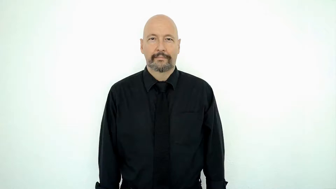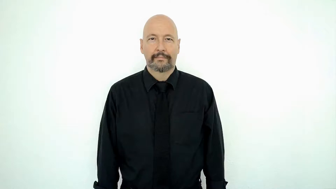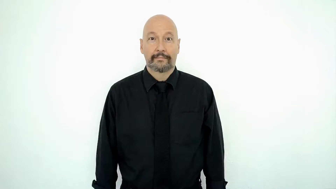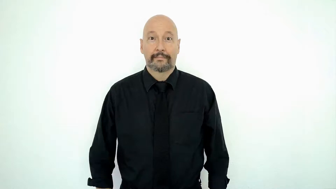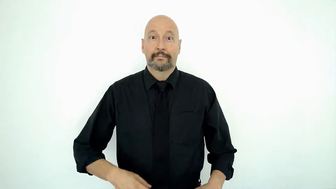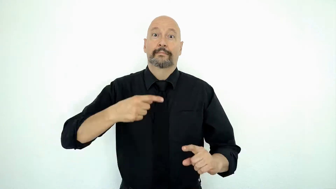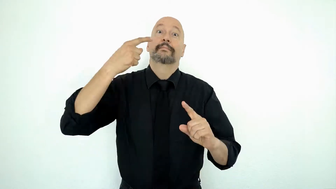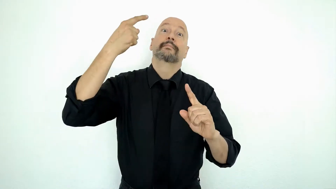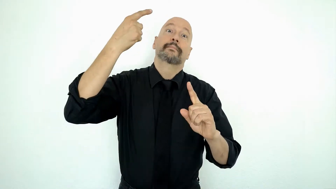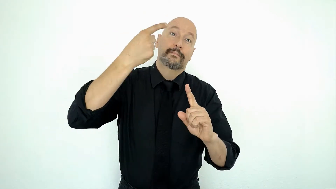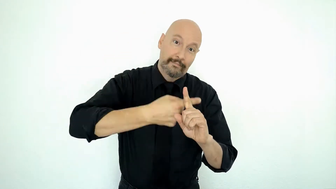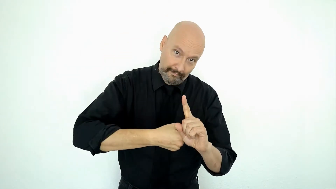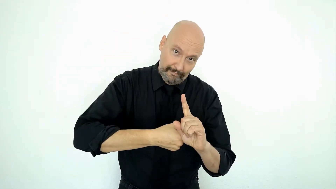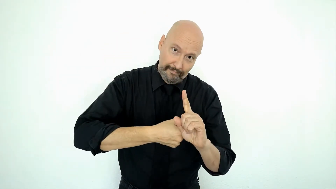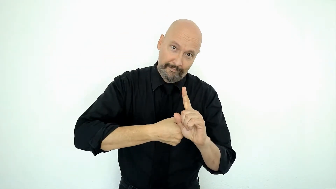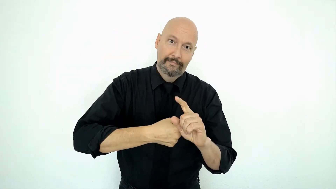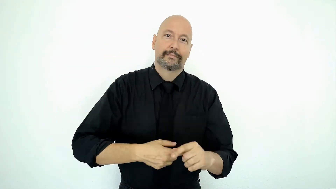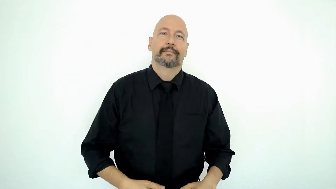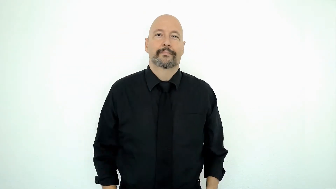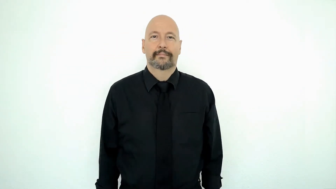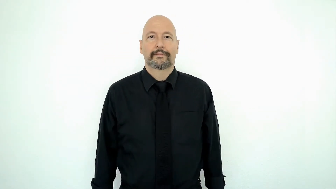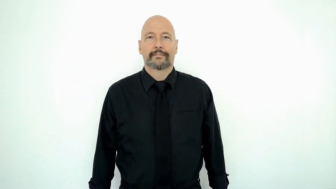A-WHOLE-MONTH